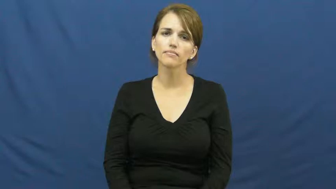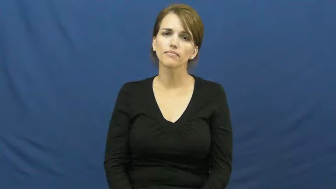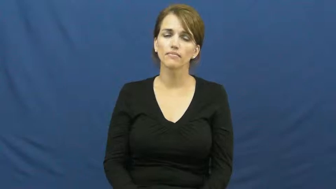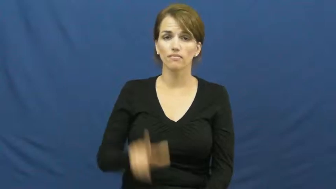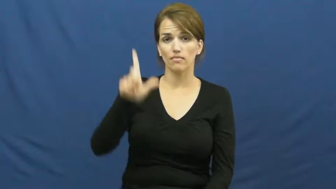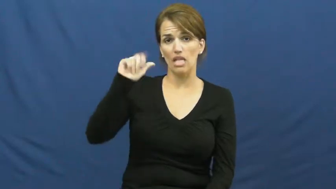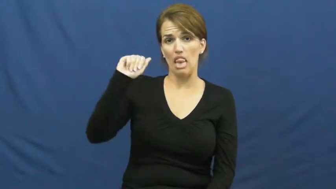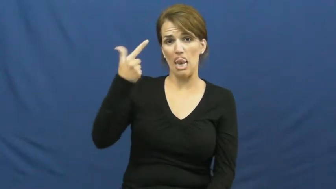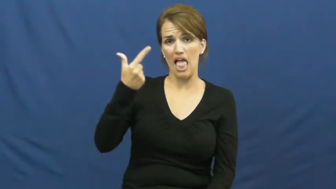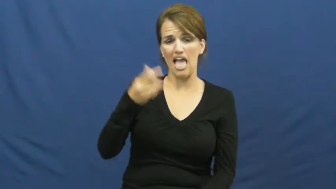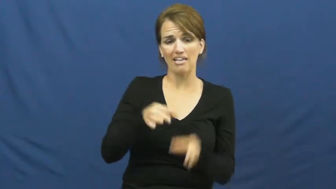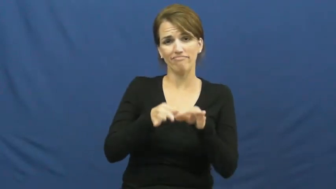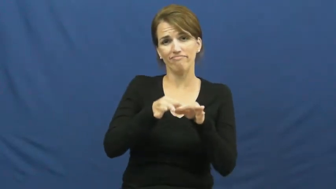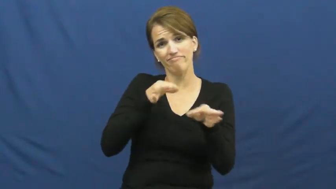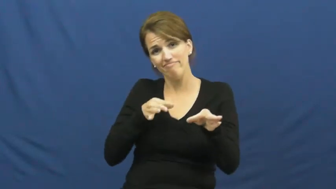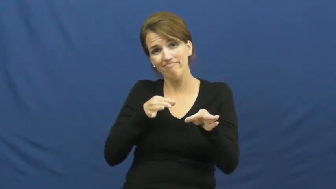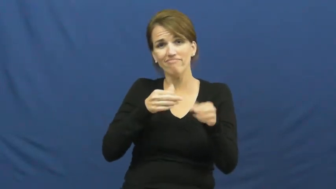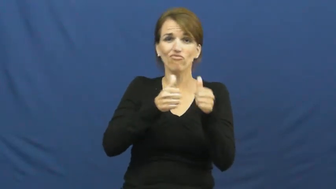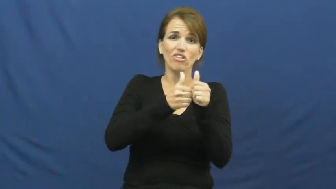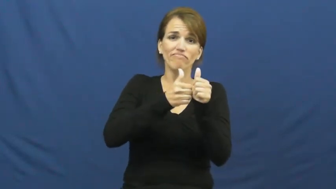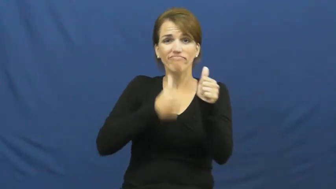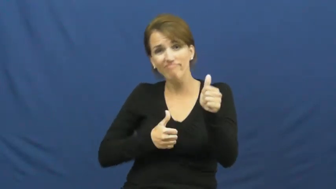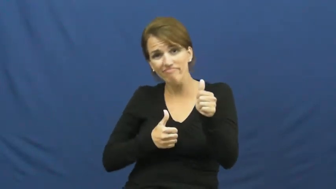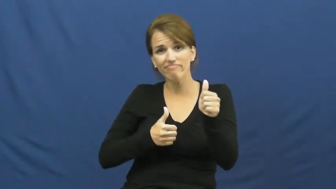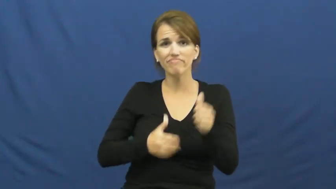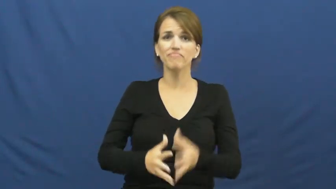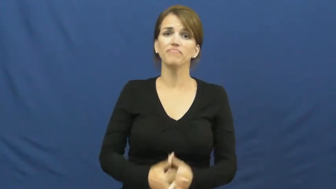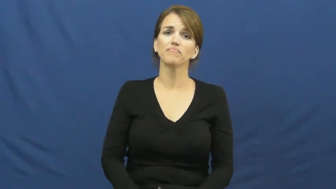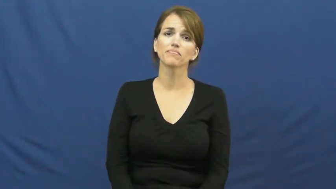lag